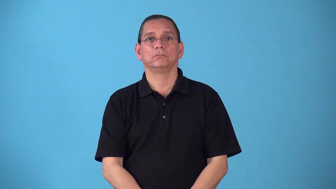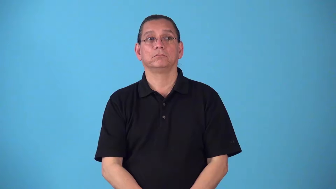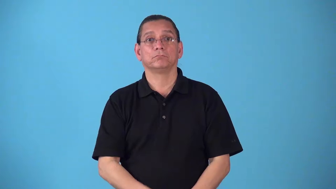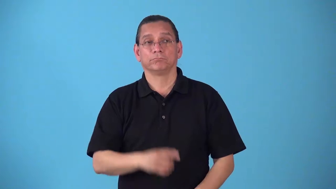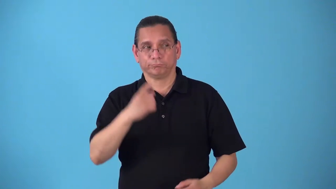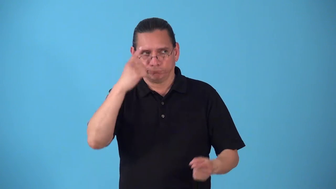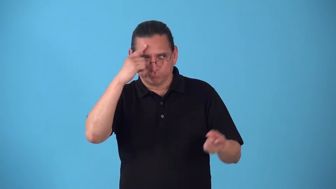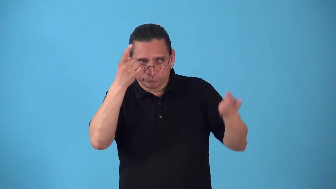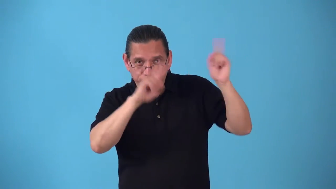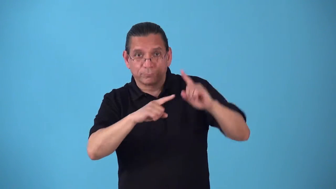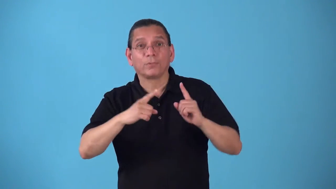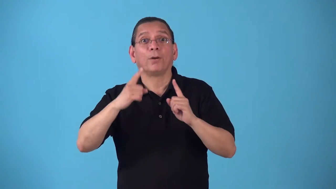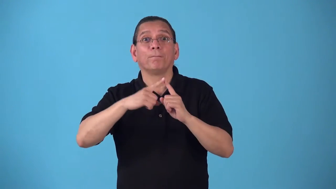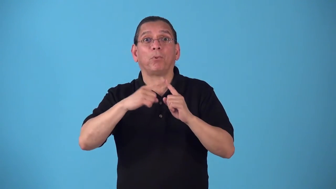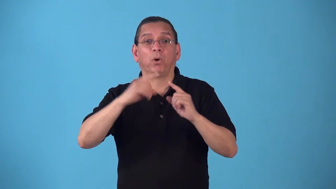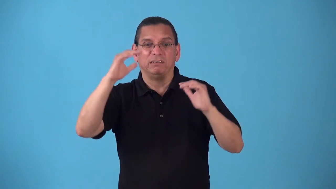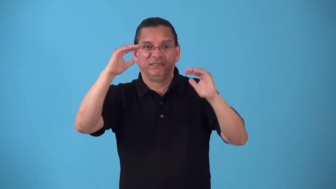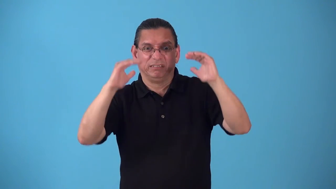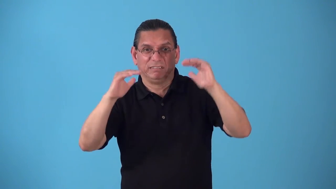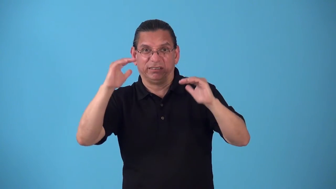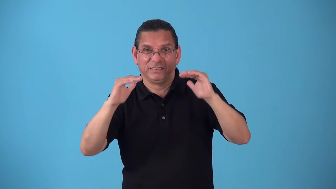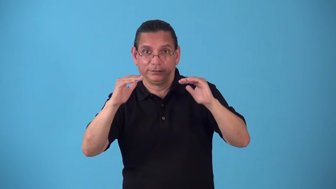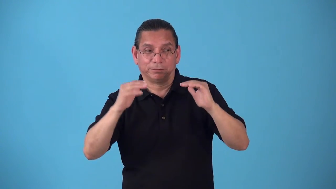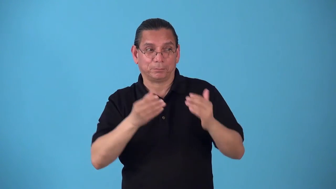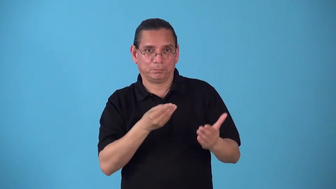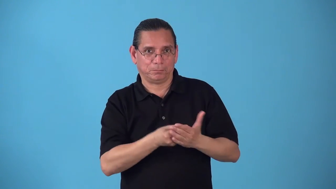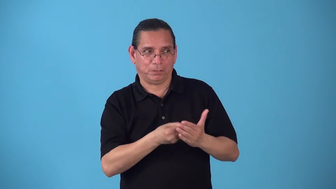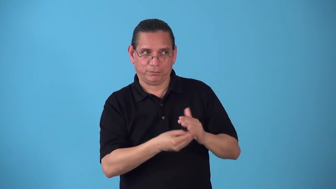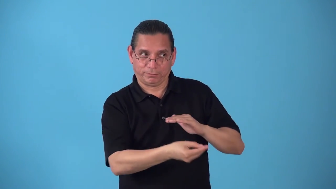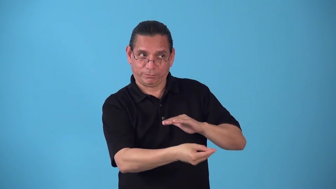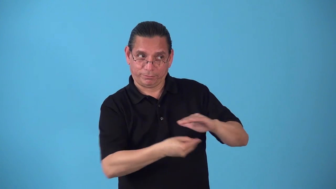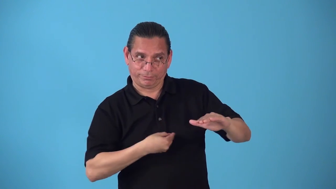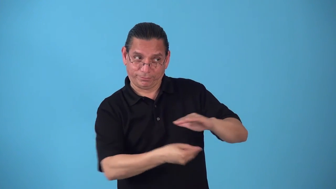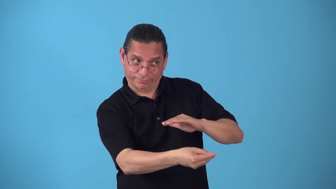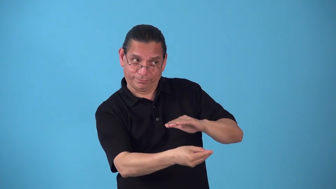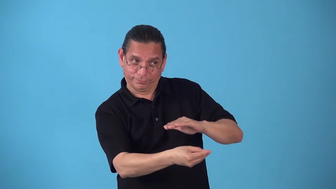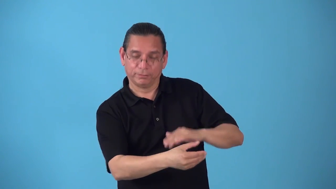shave-points in game